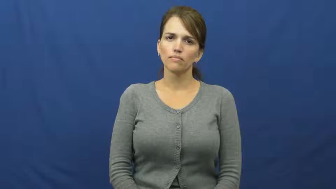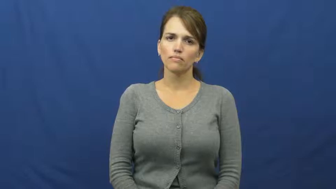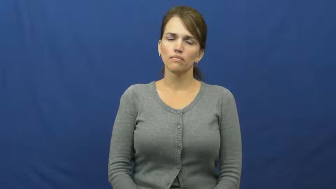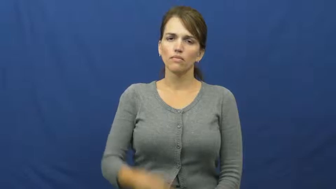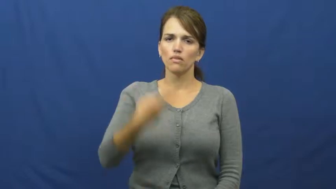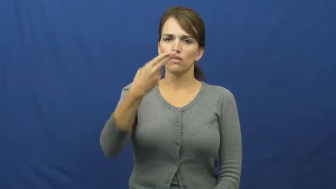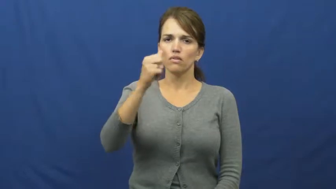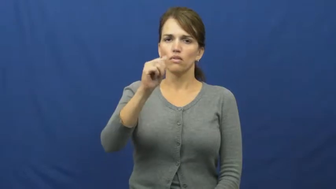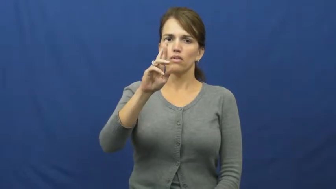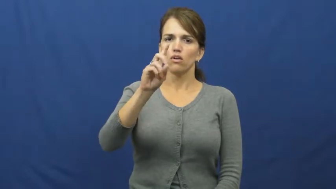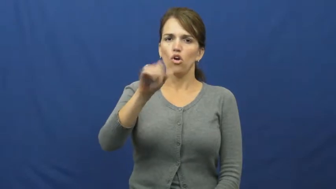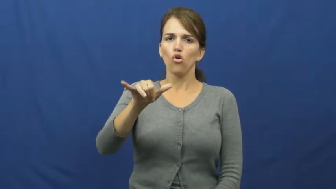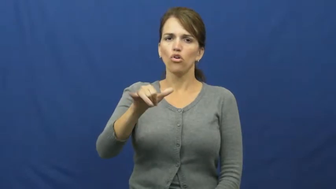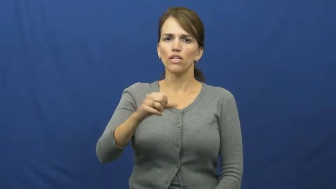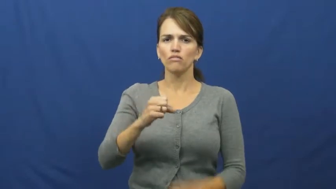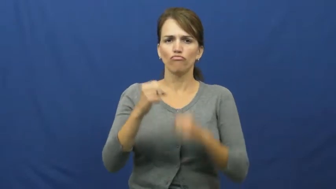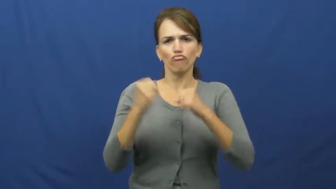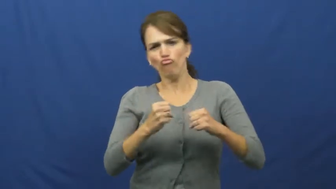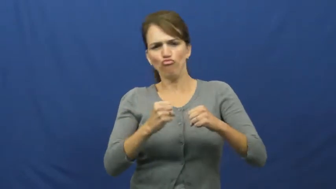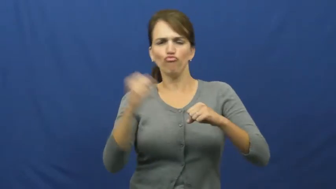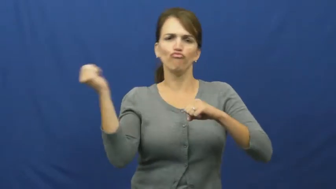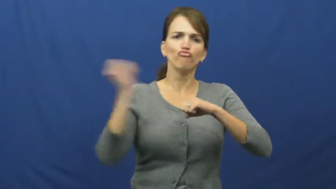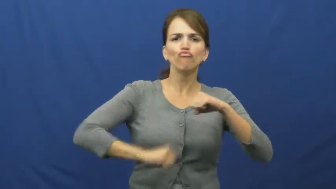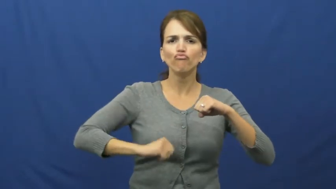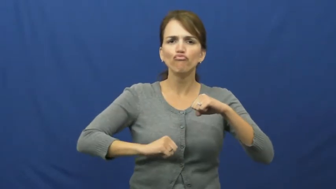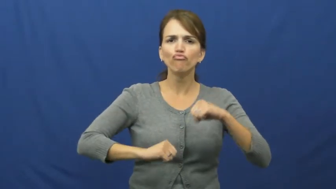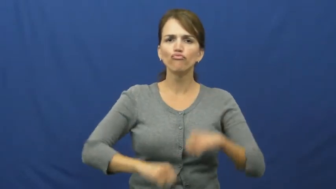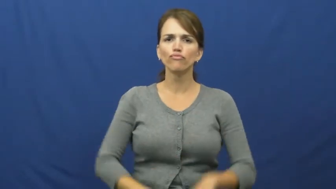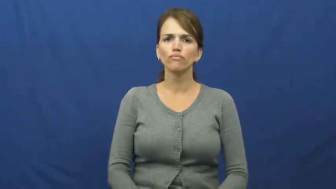hardy